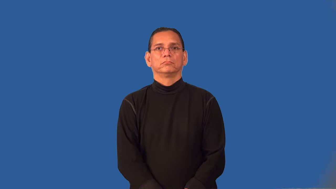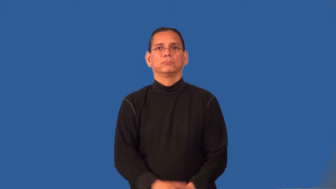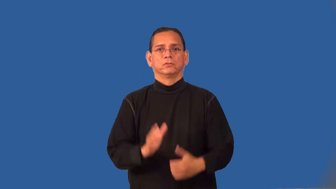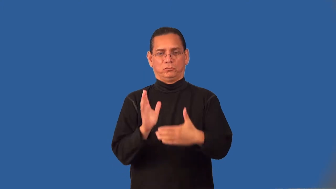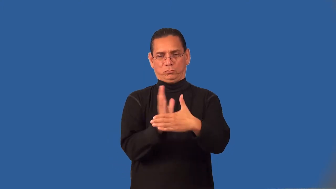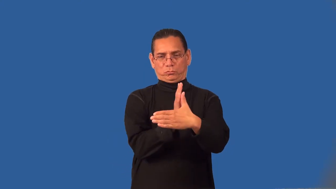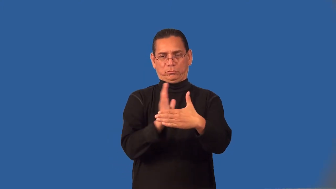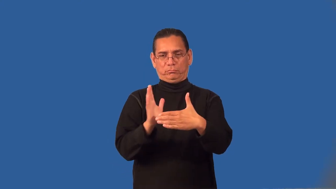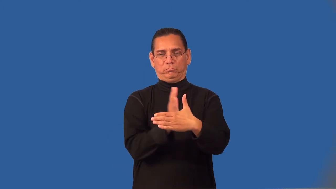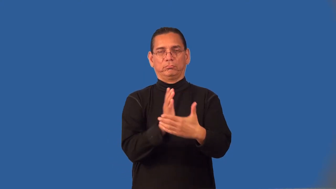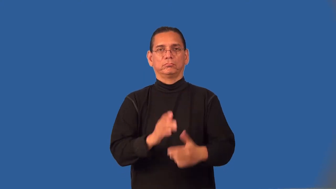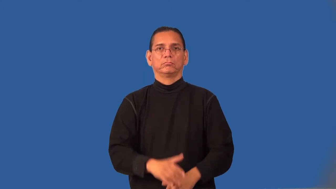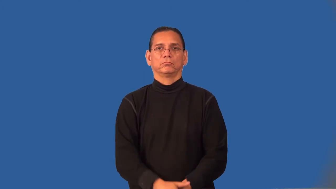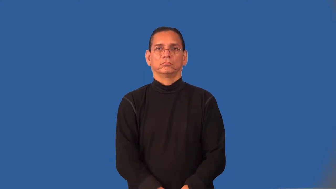range,domain,continuum,breadth,compass-values